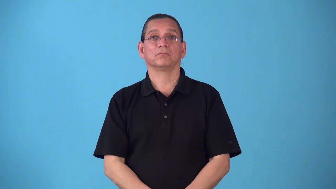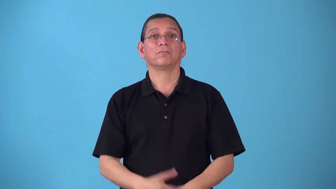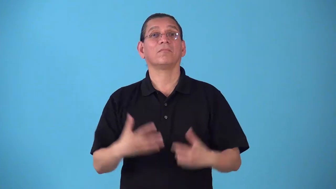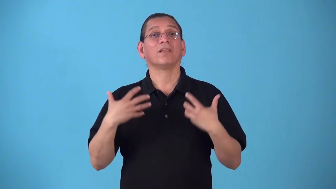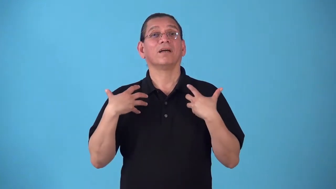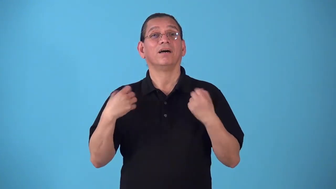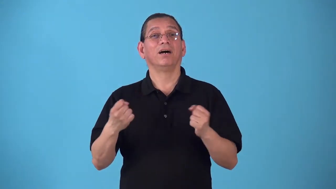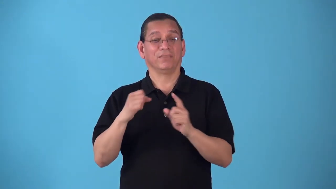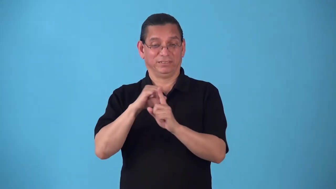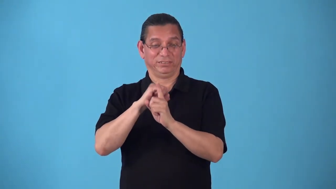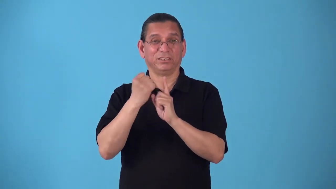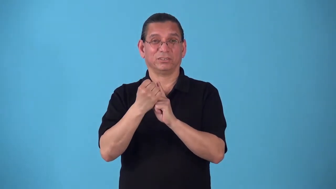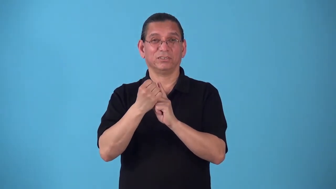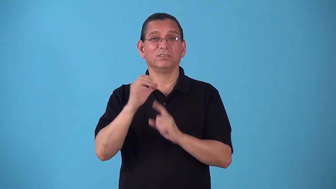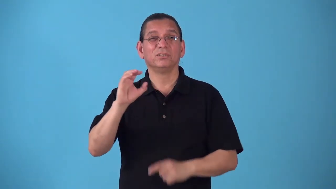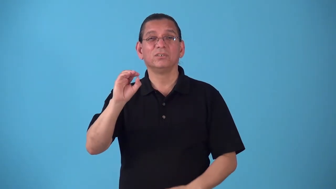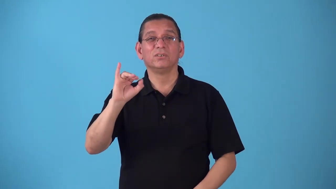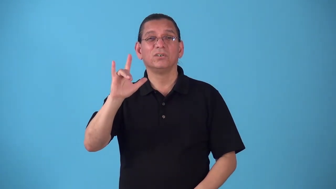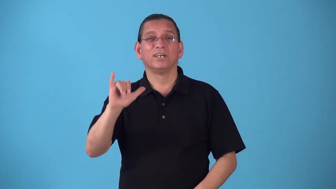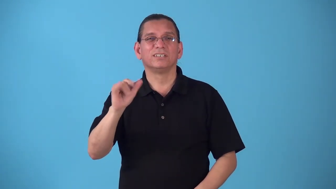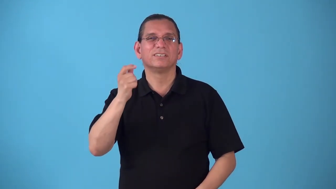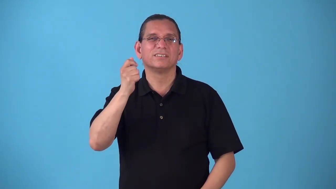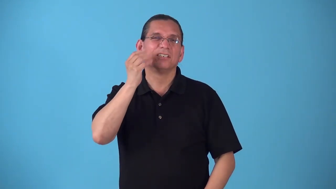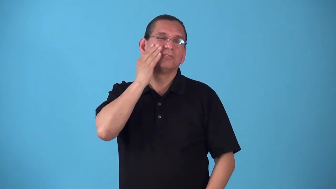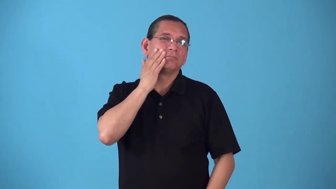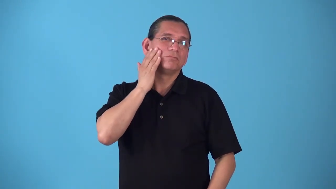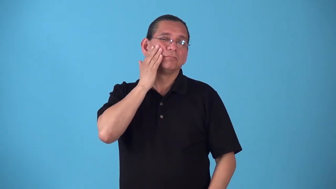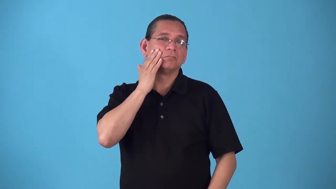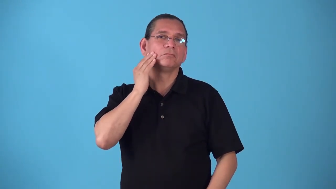seborrhea